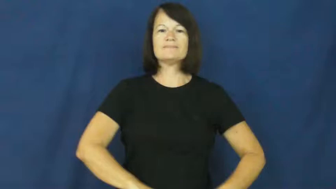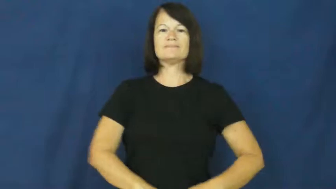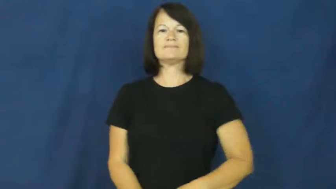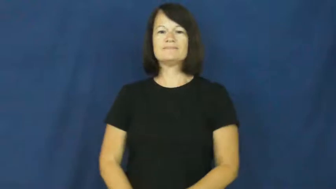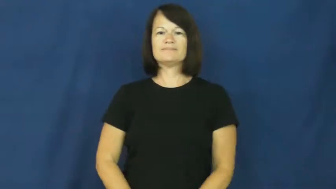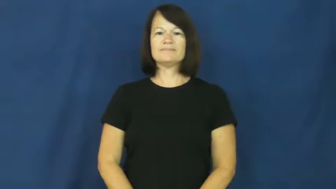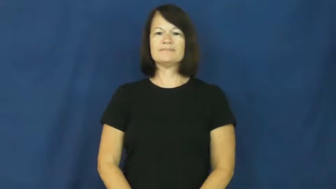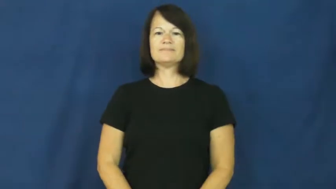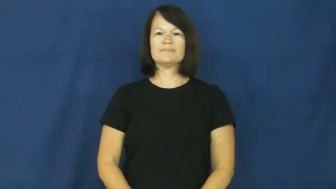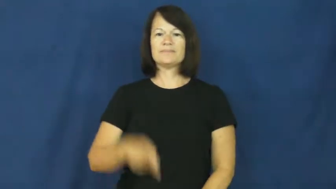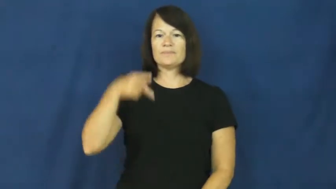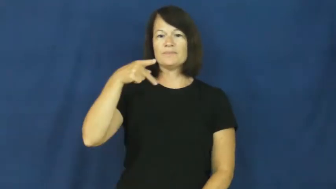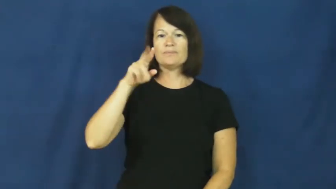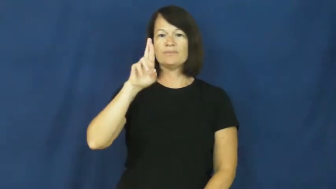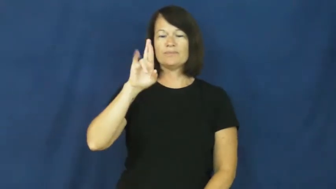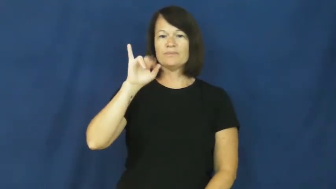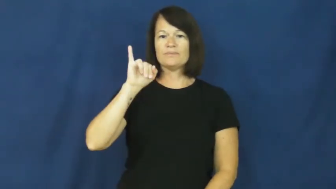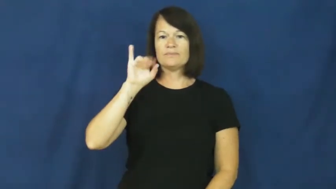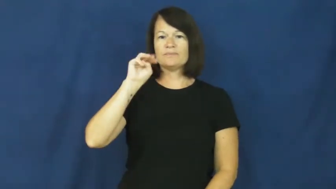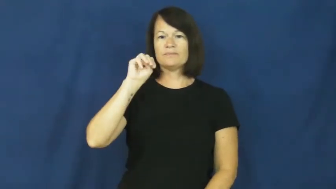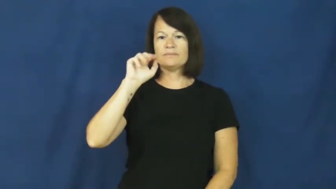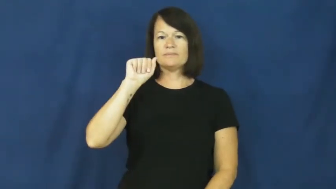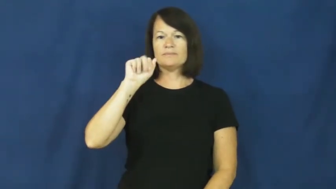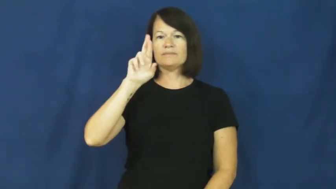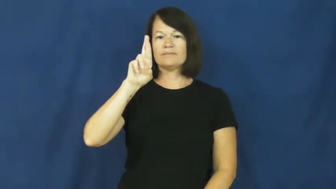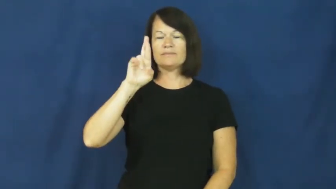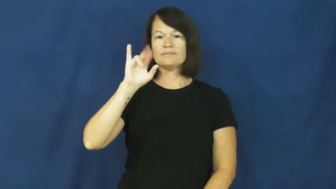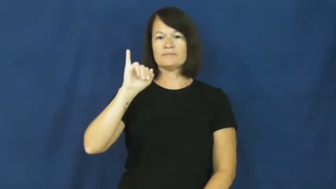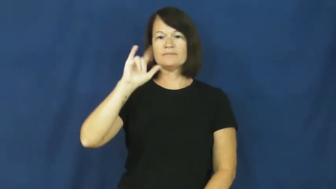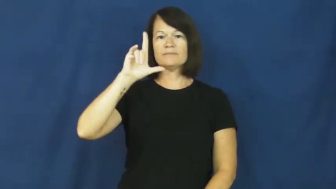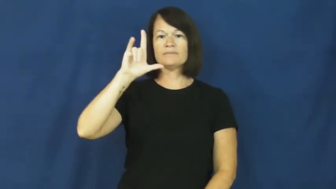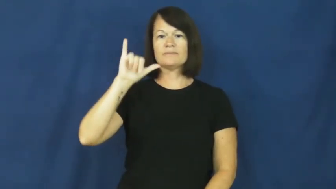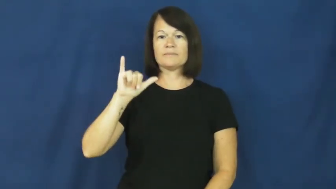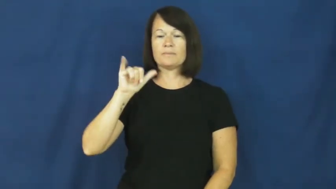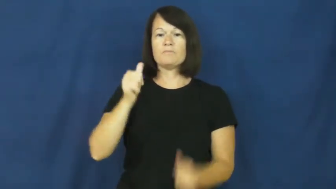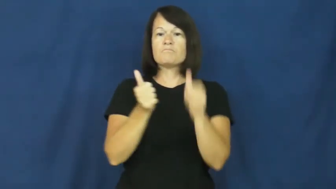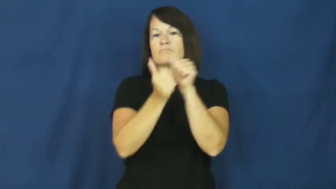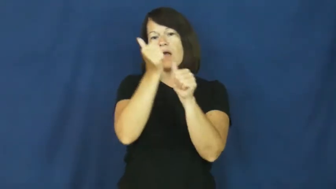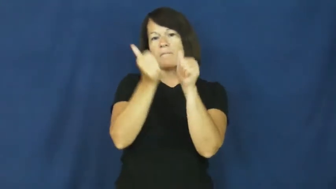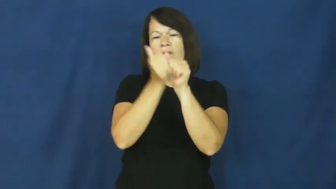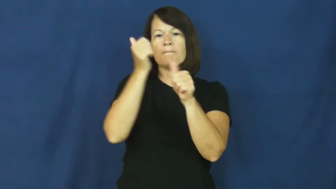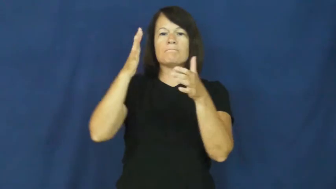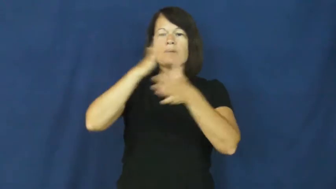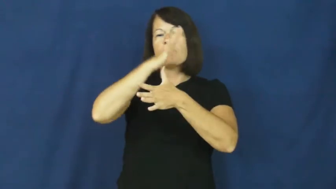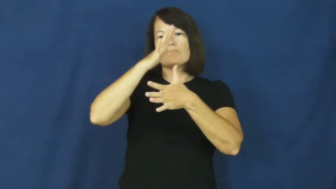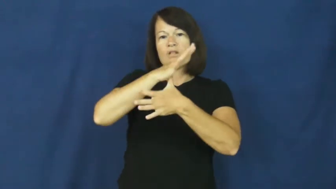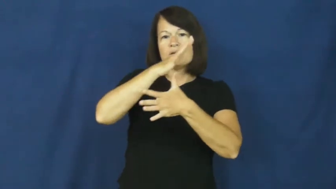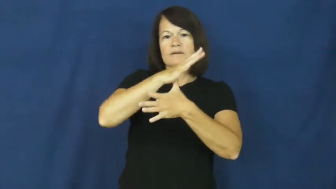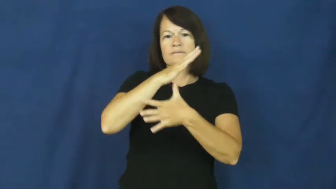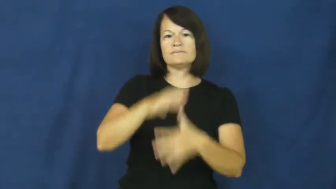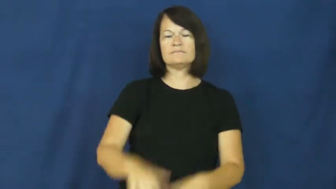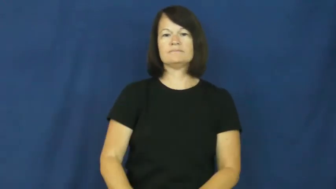primarily